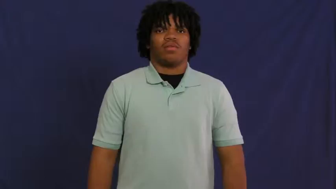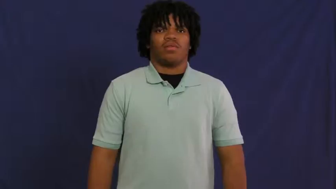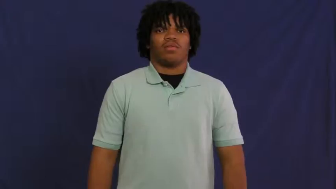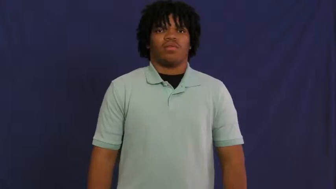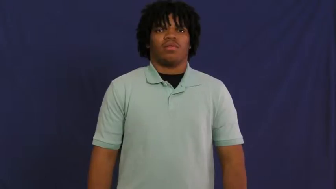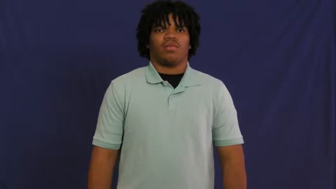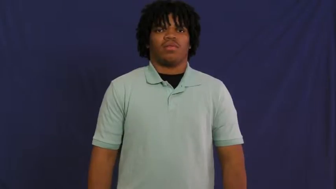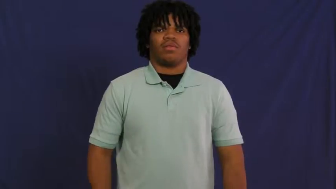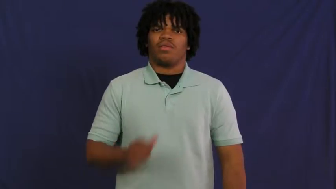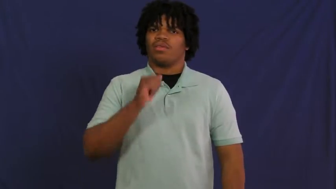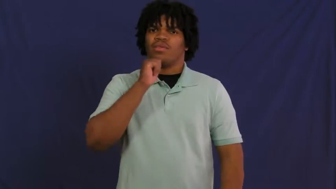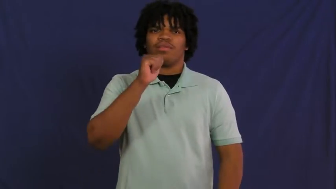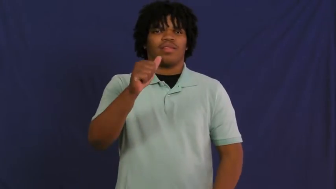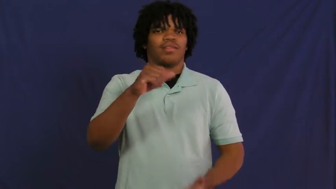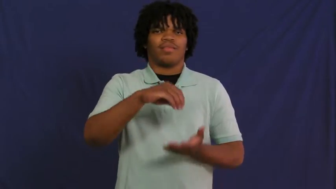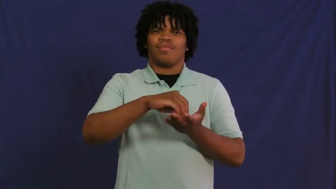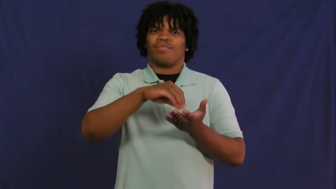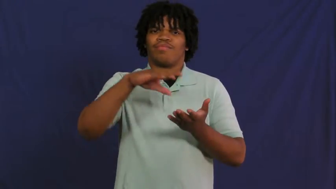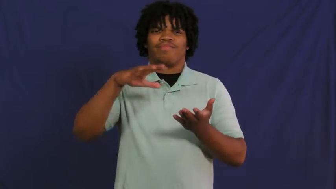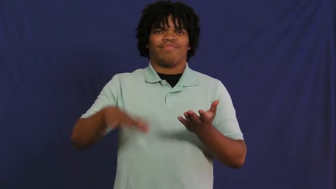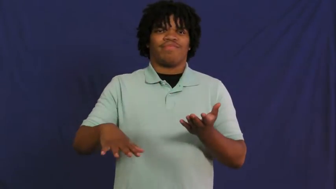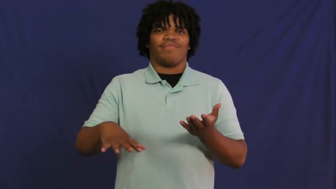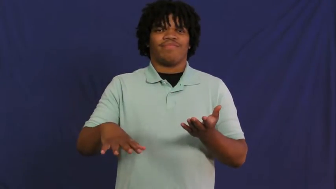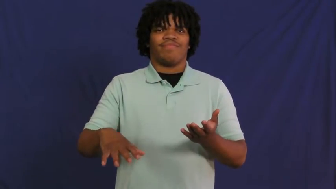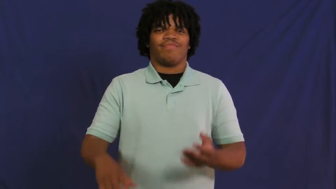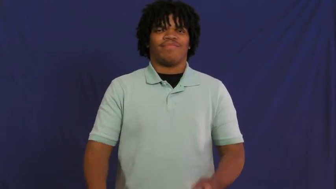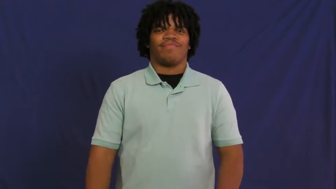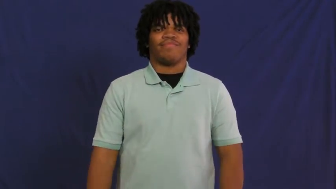inexpensive